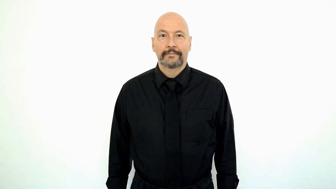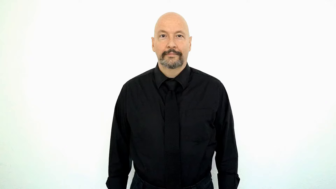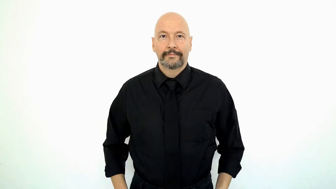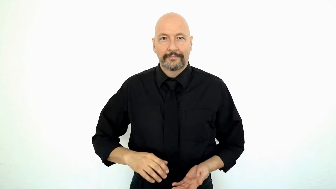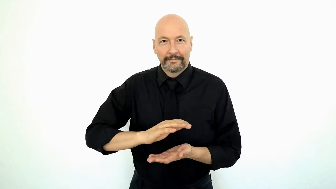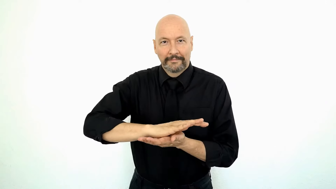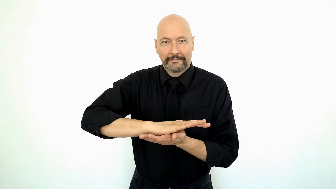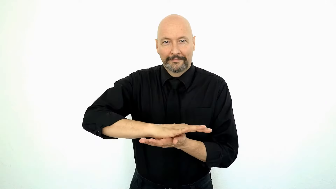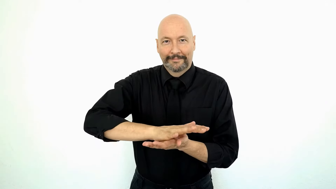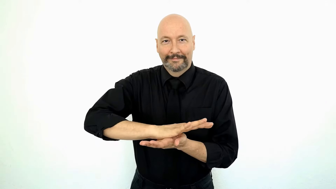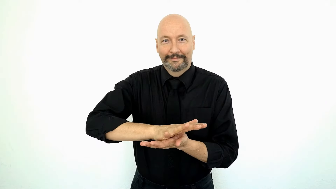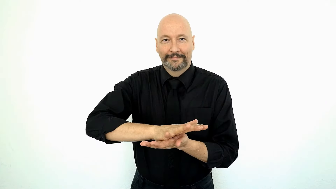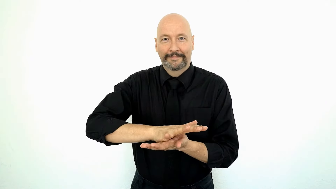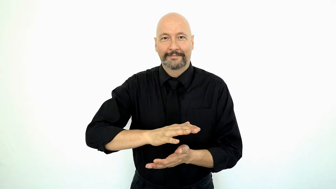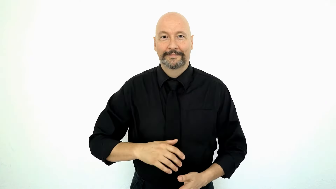CHEESE